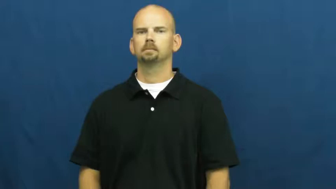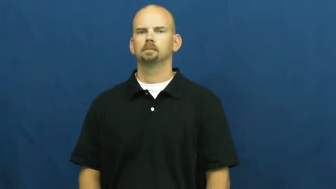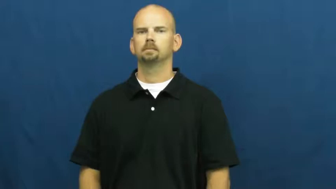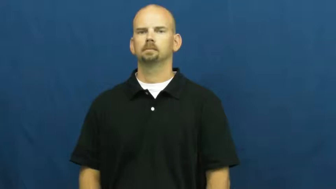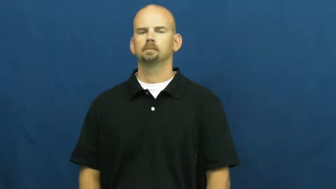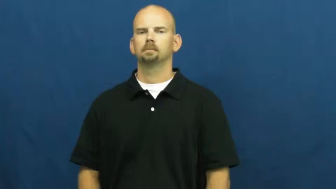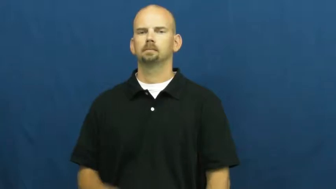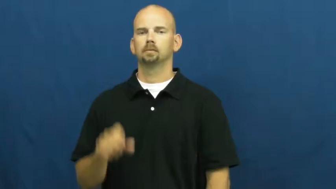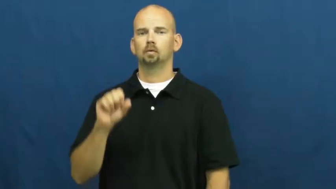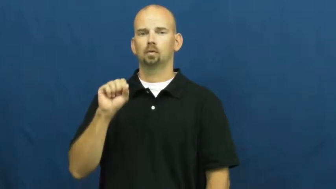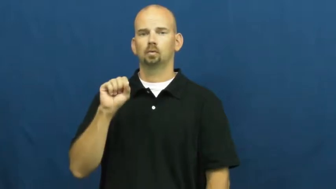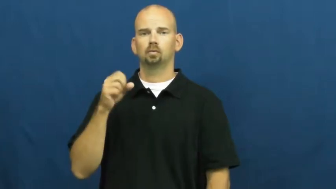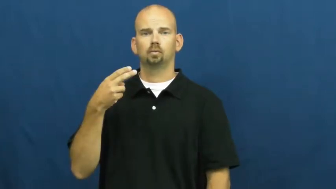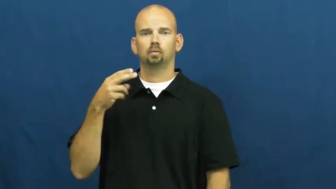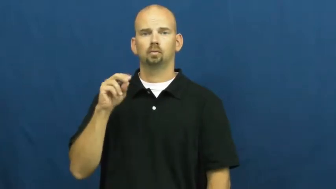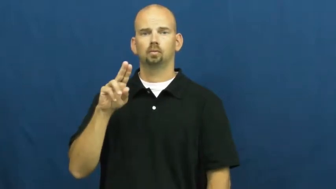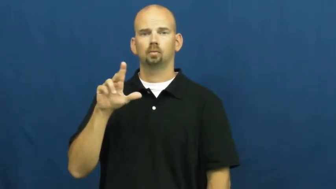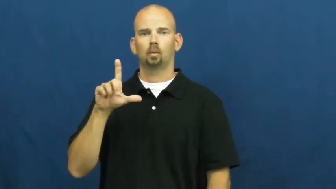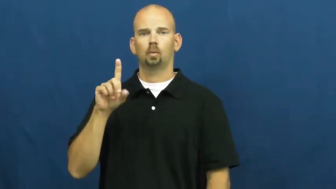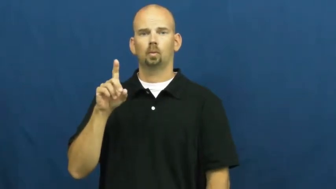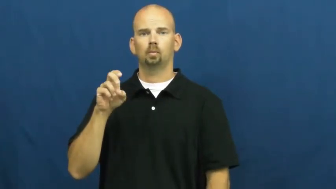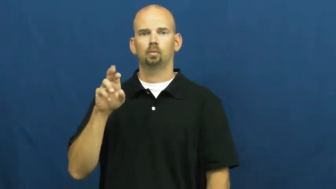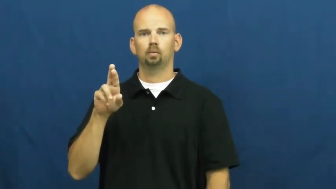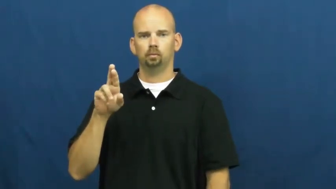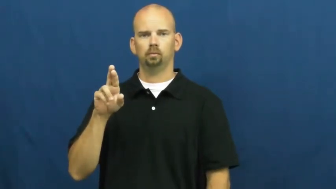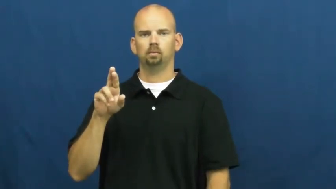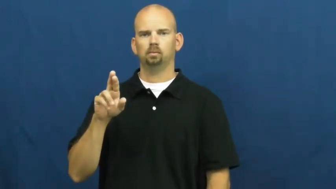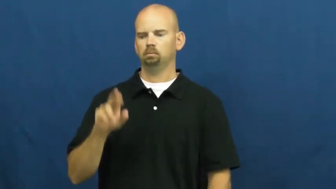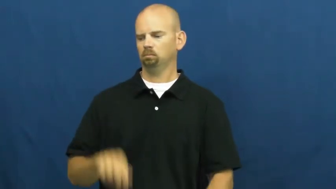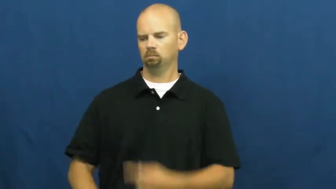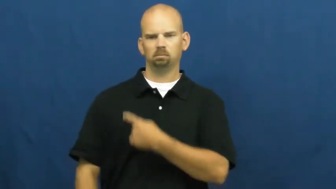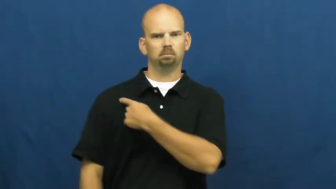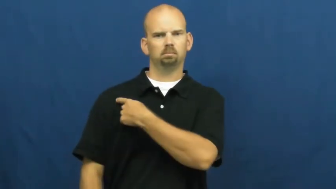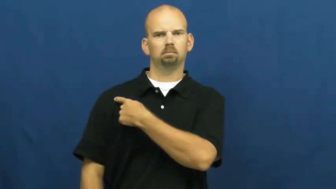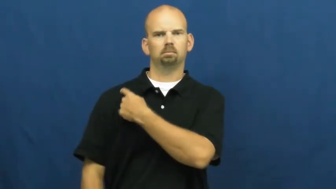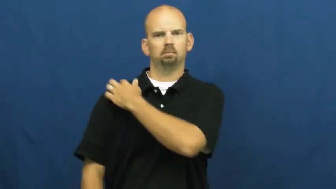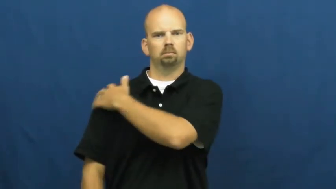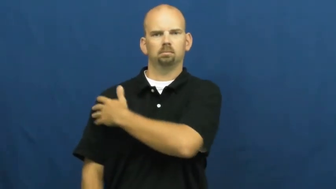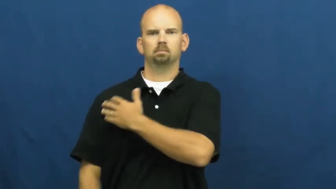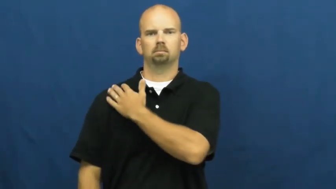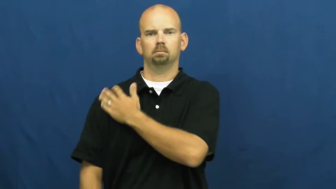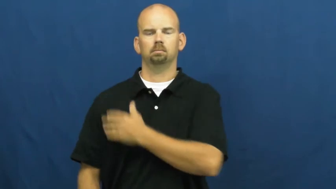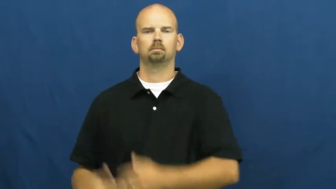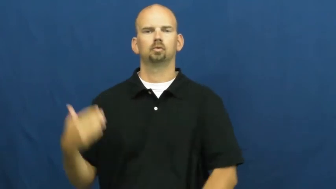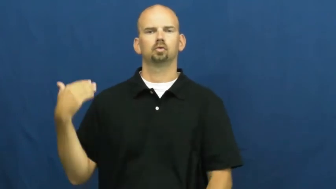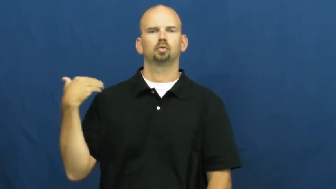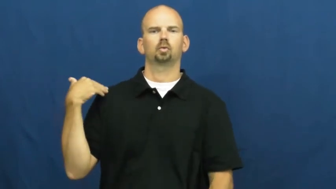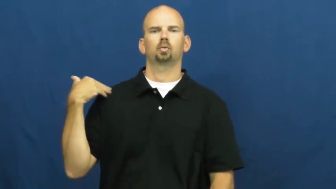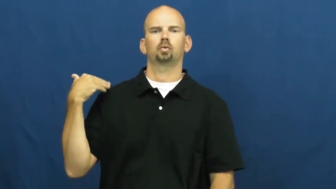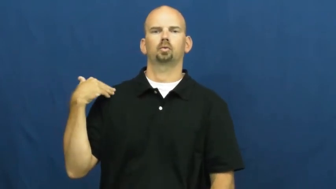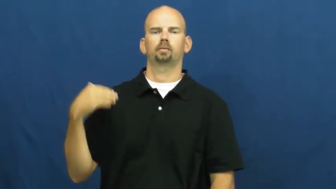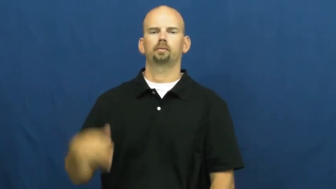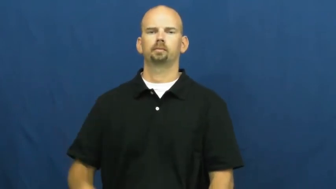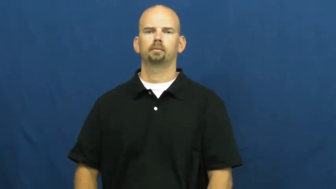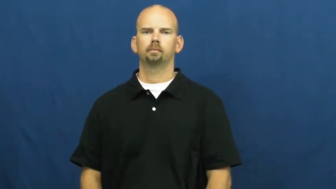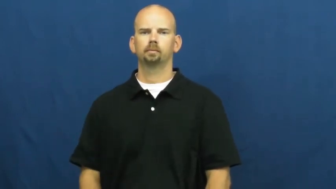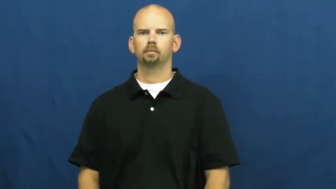shoulder-body